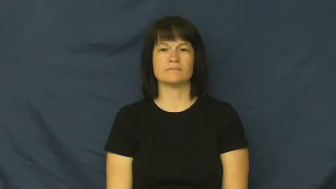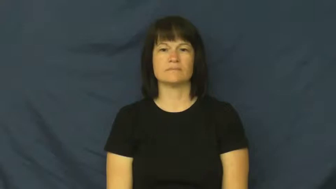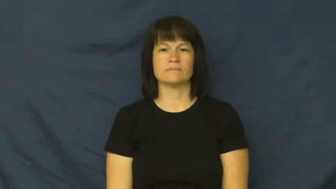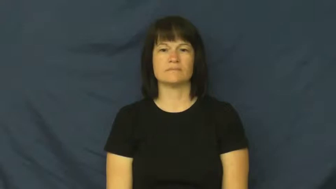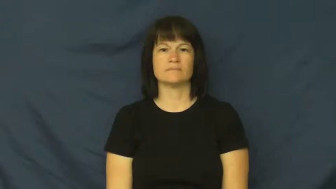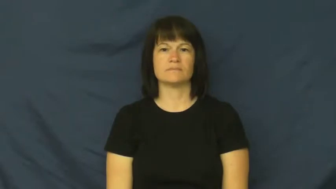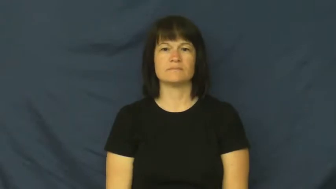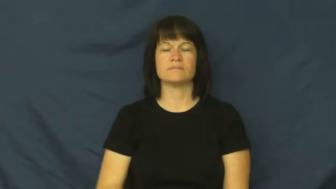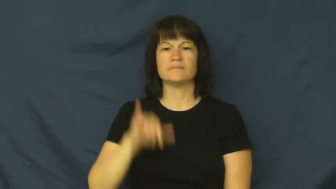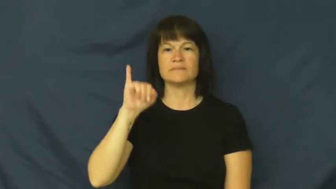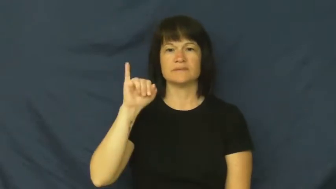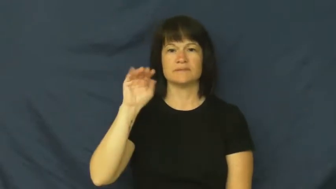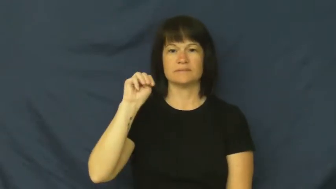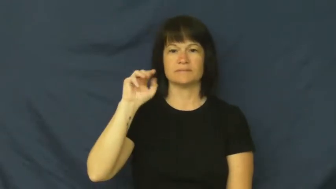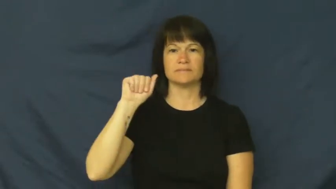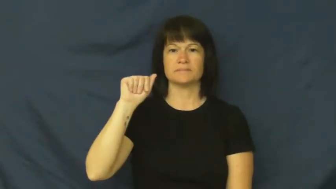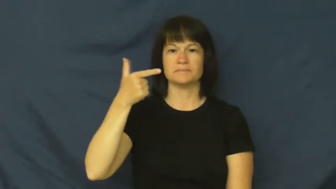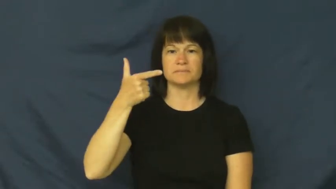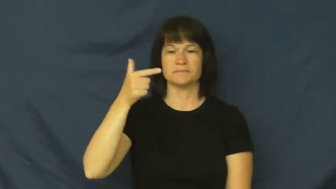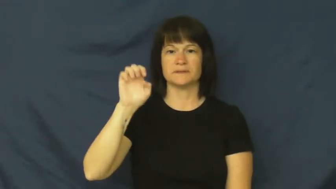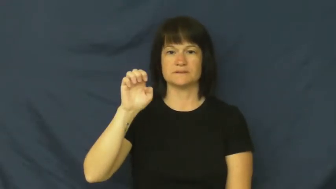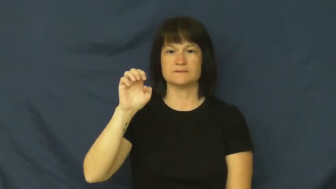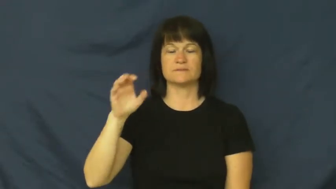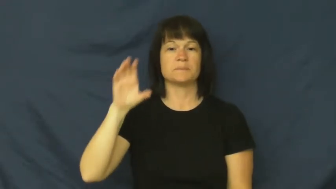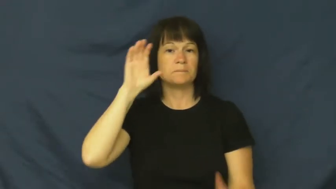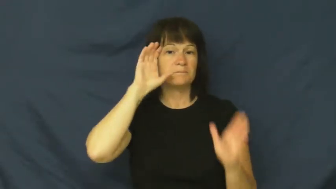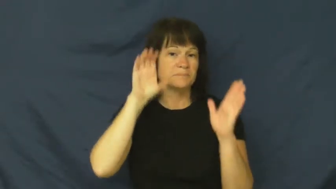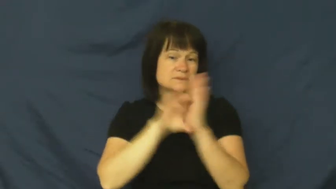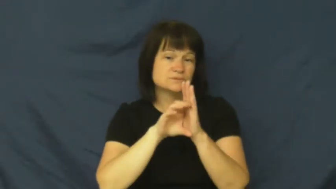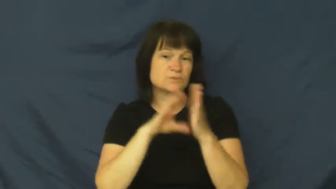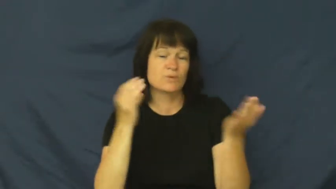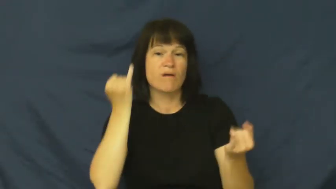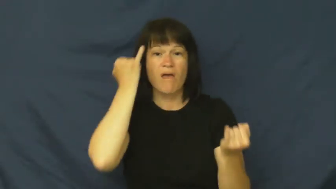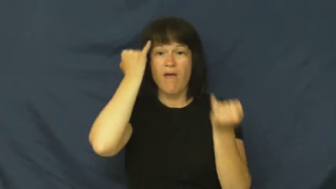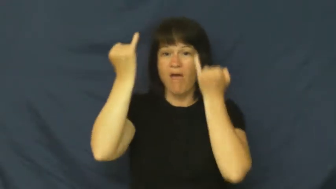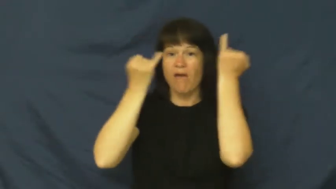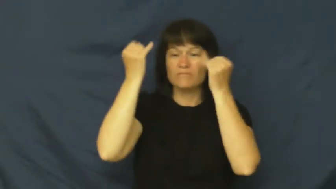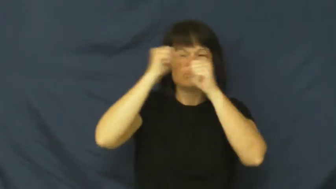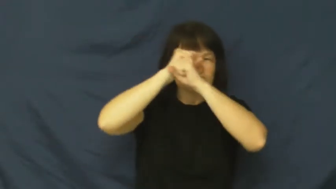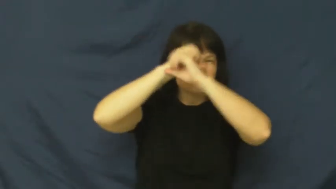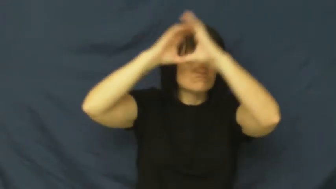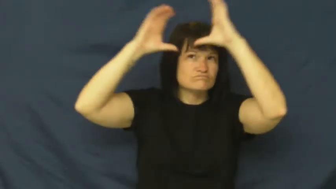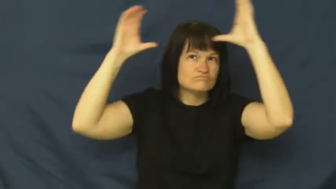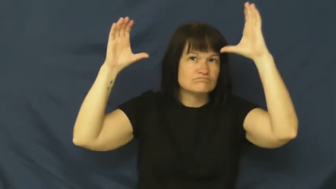image